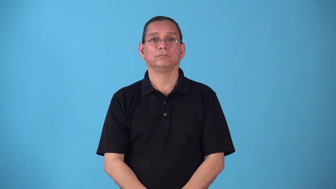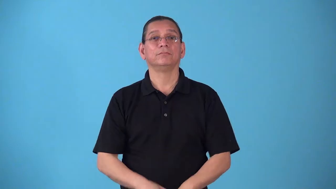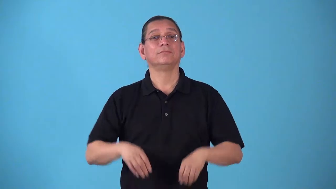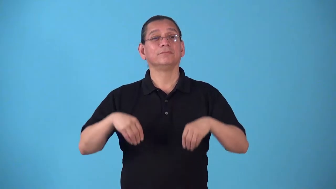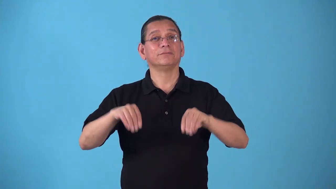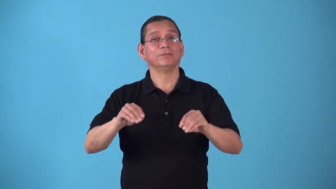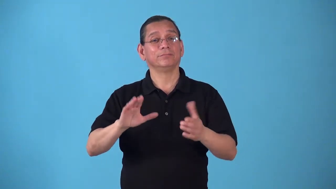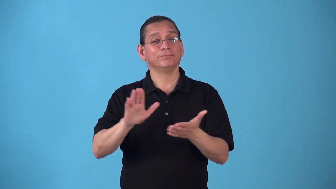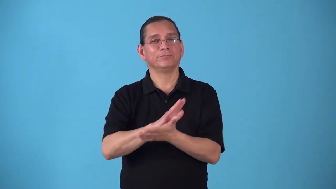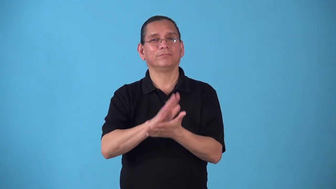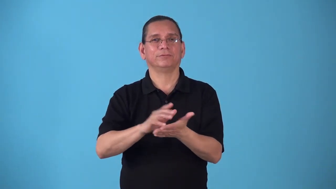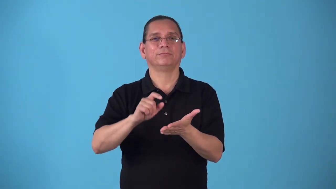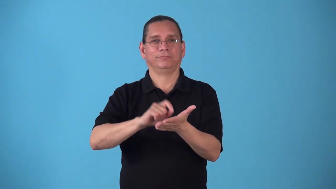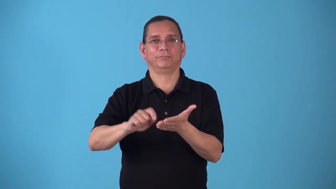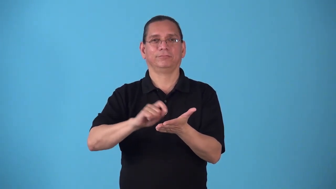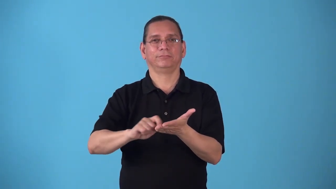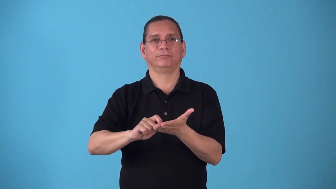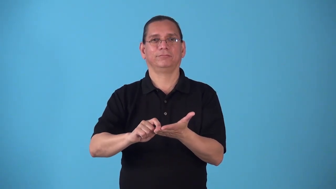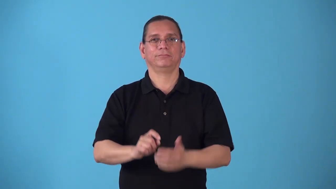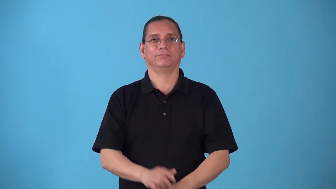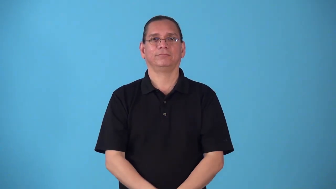stationer